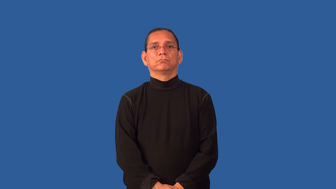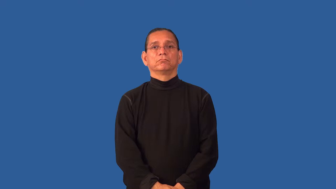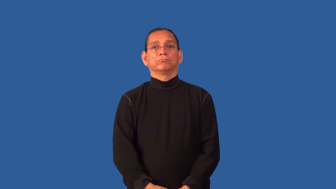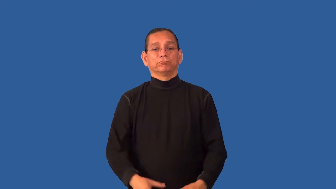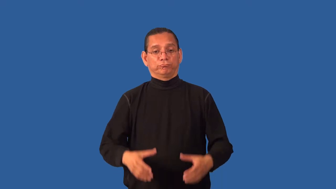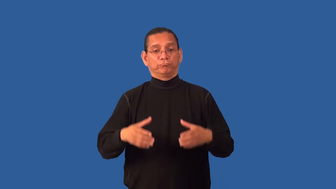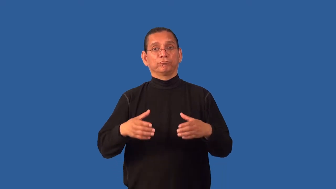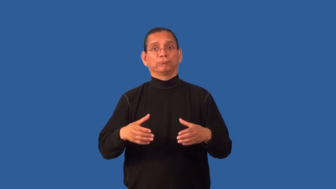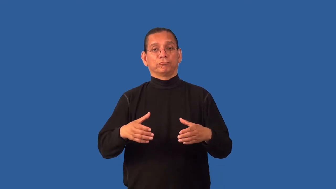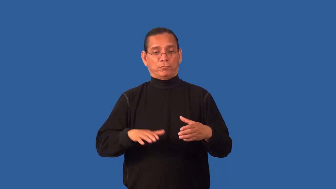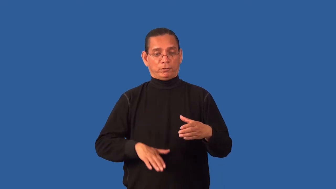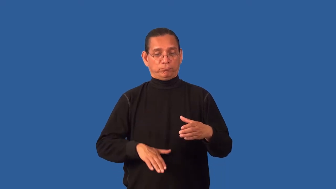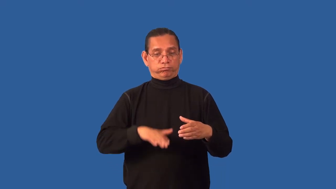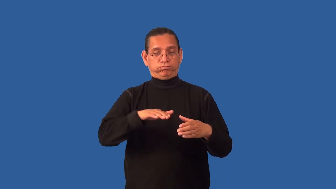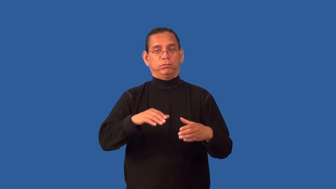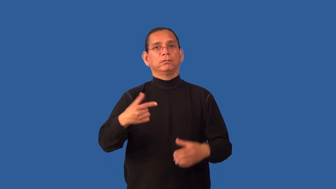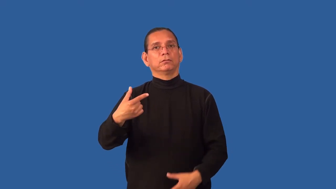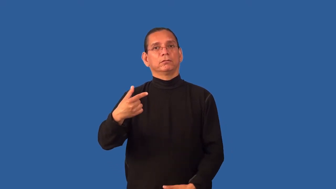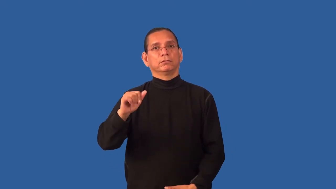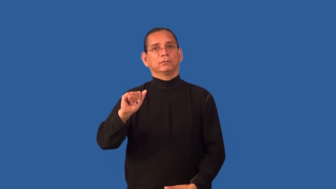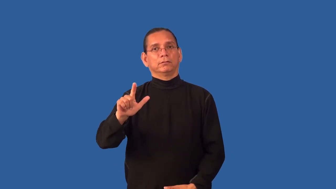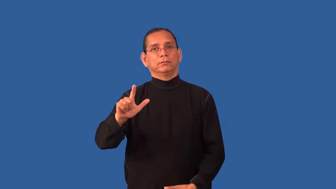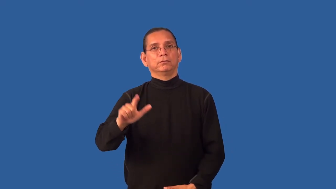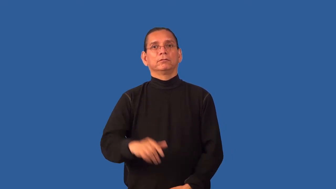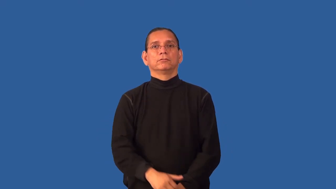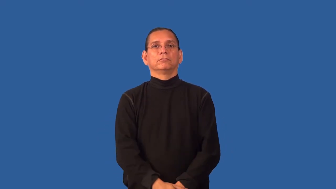gallon